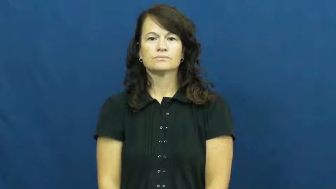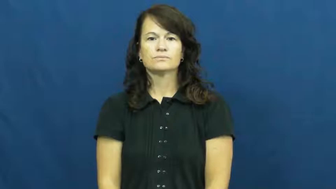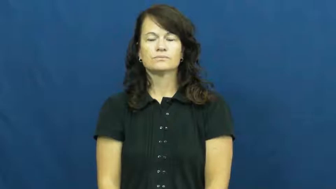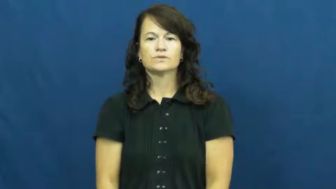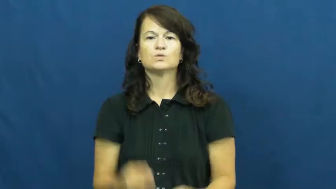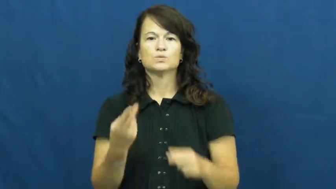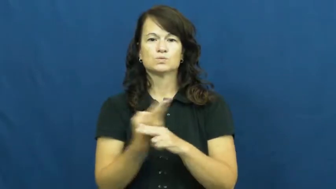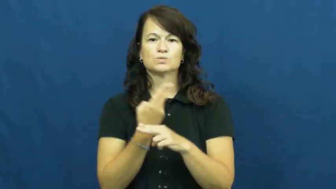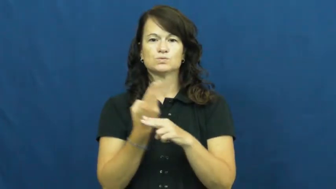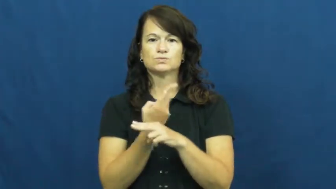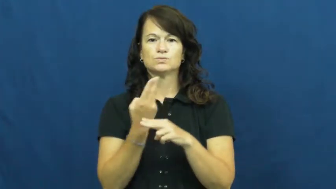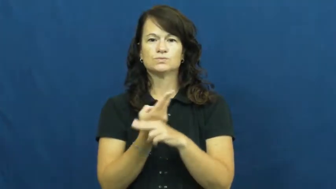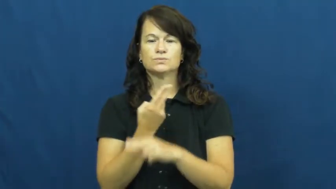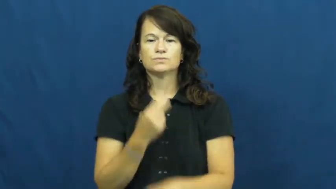draw on-utilize